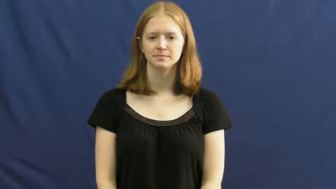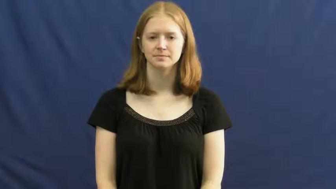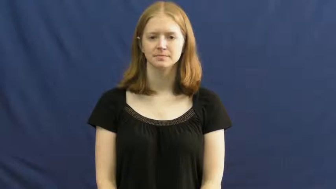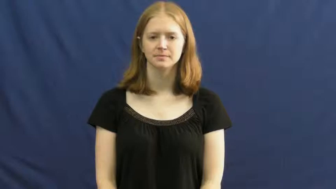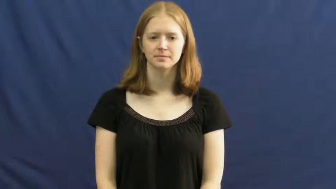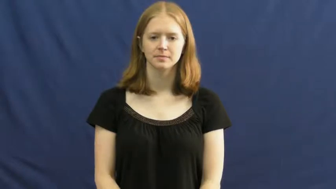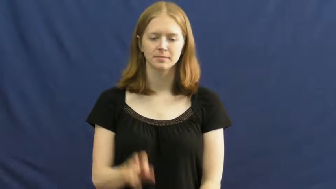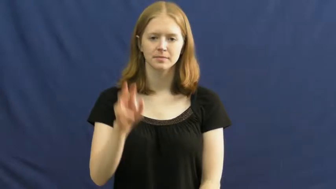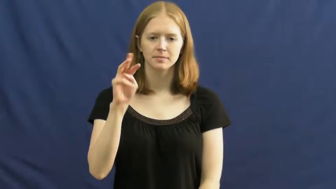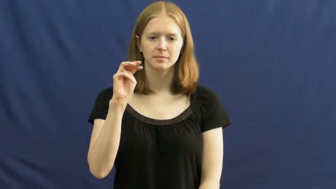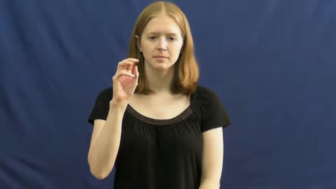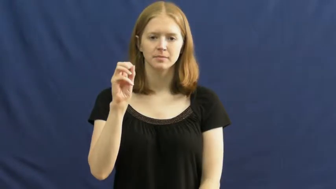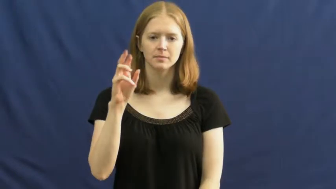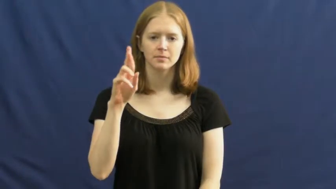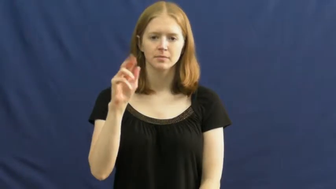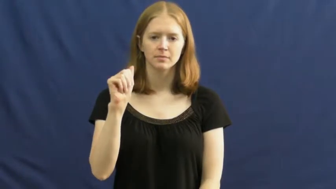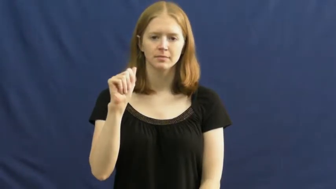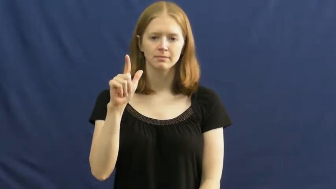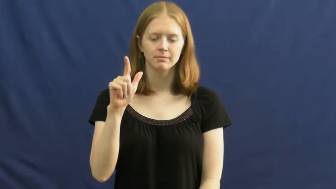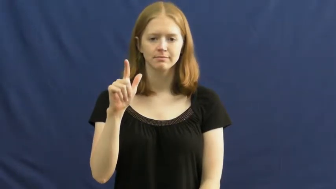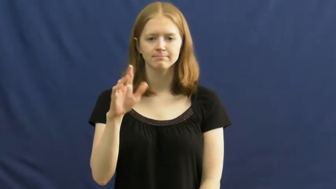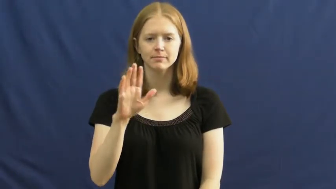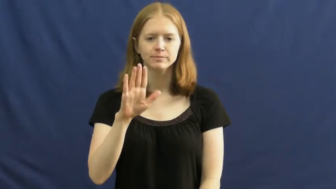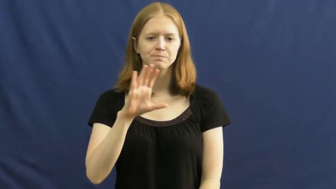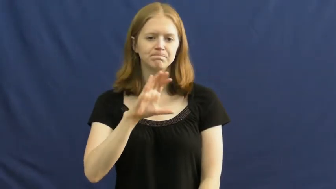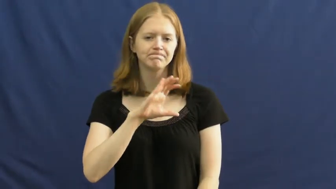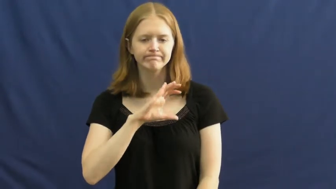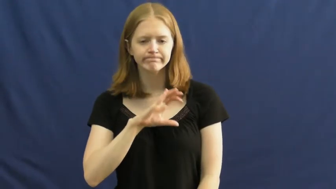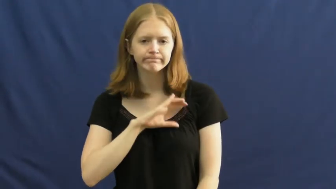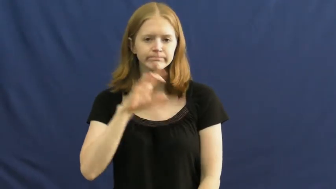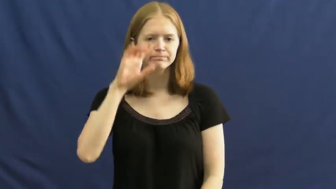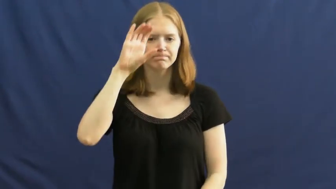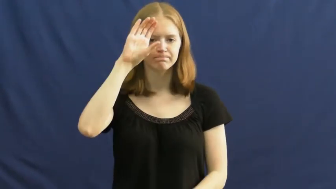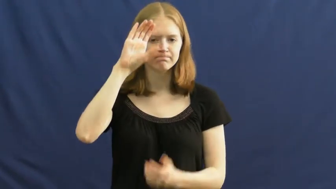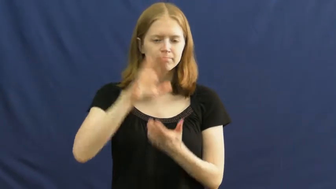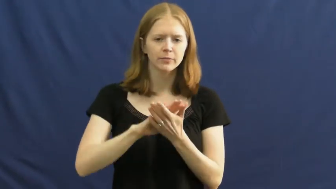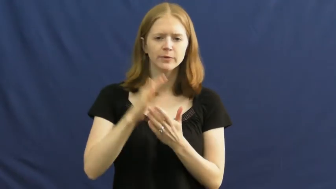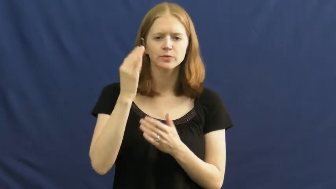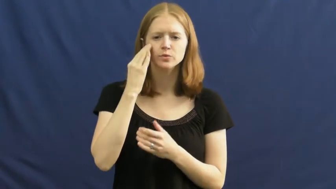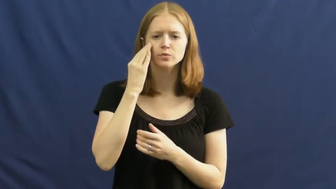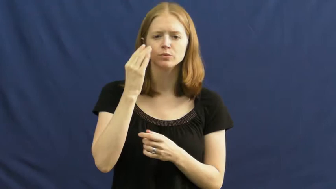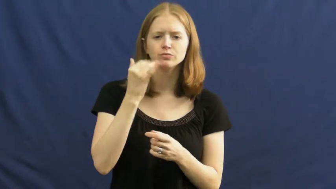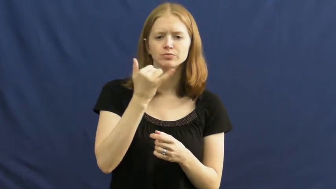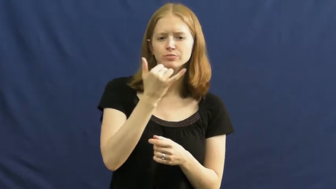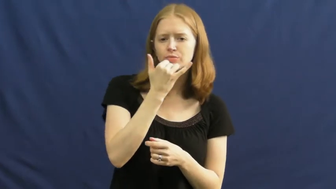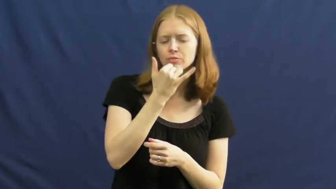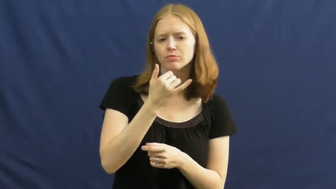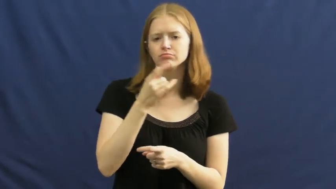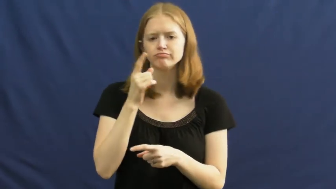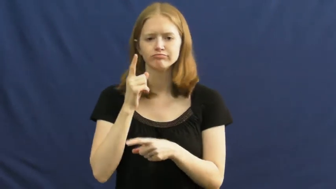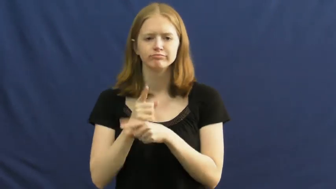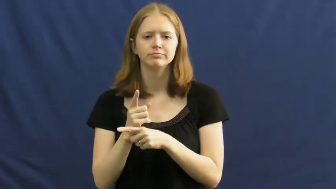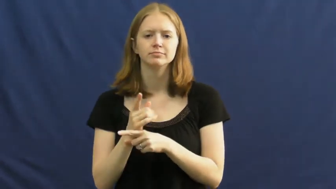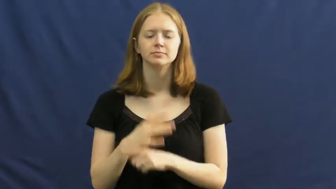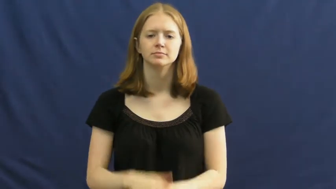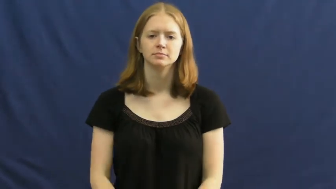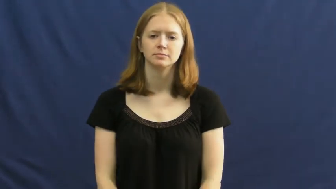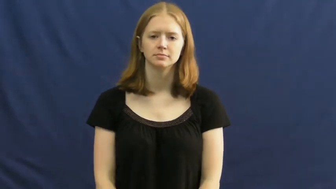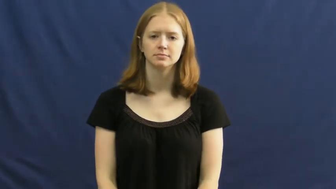moral,conscientious,fiber-behavior